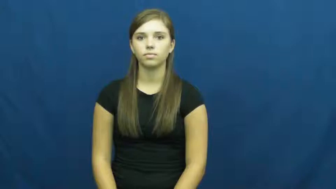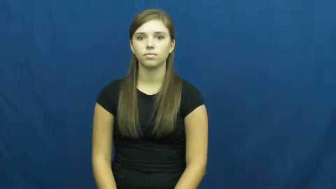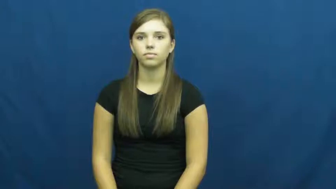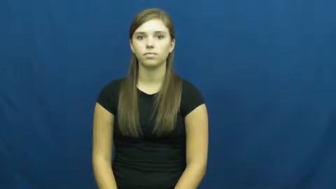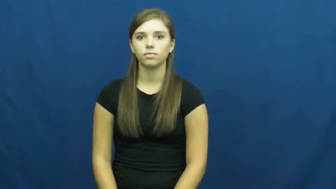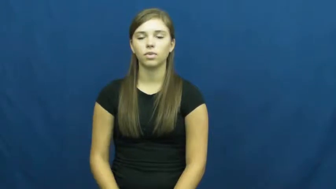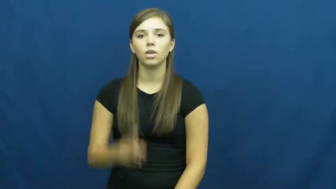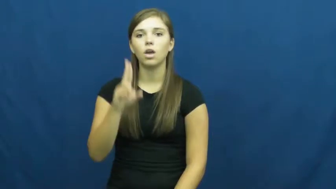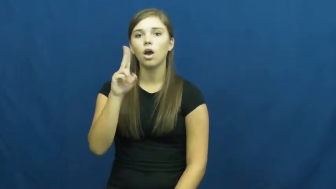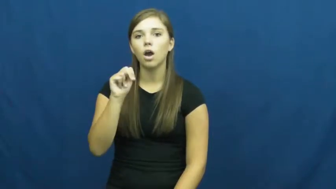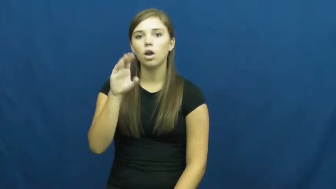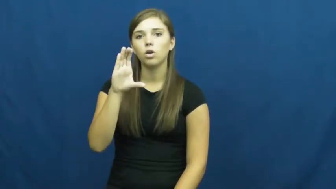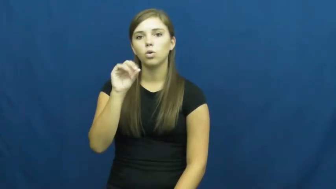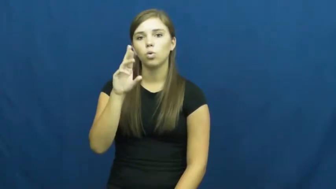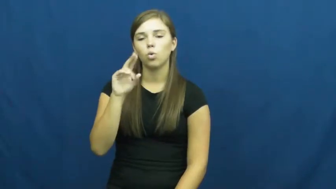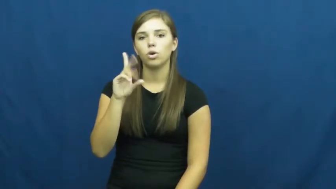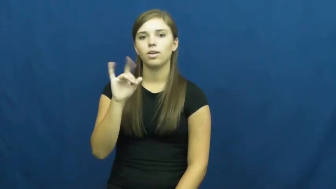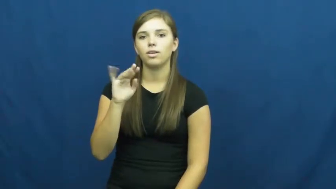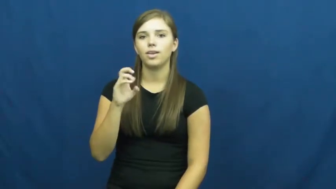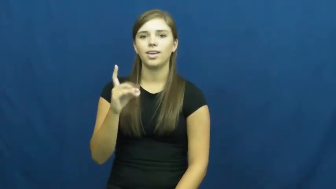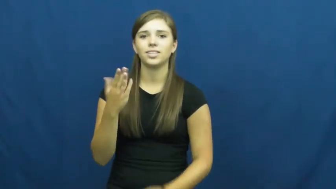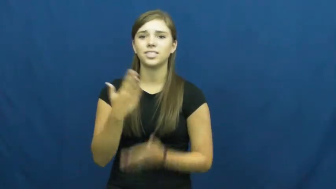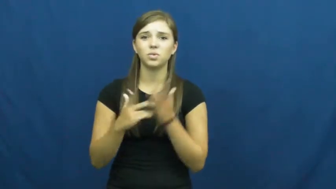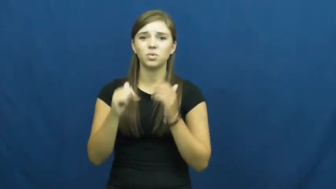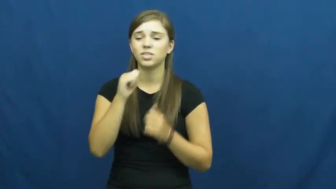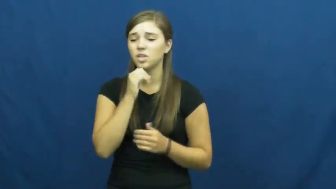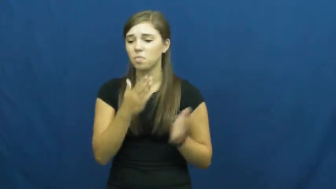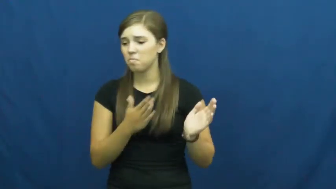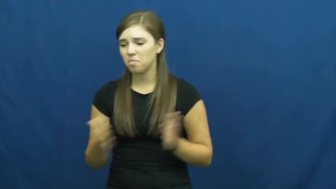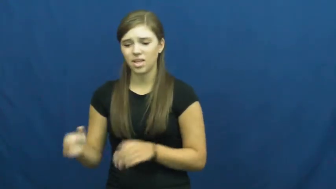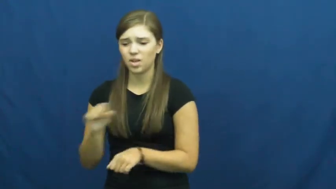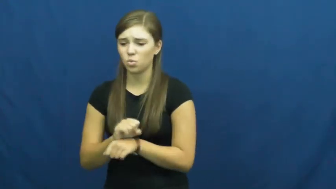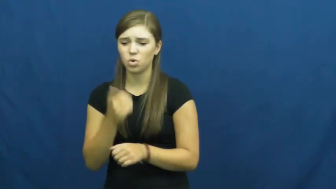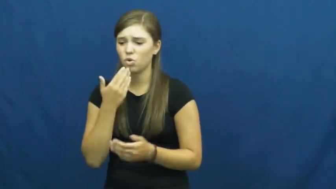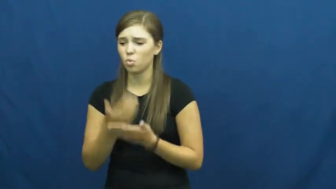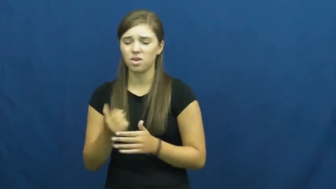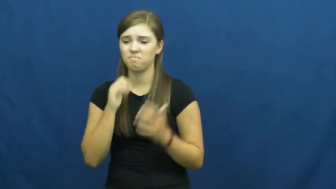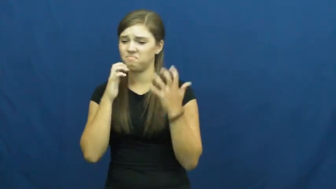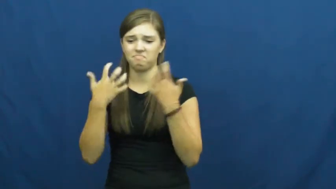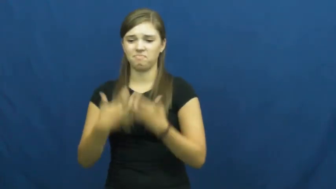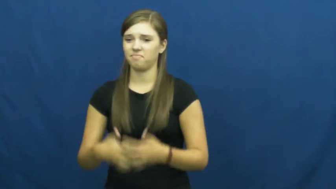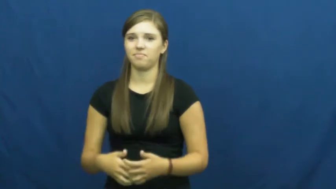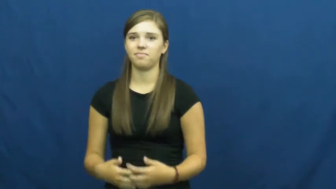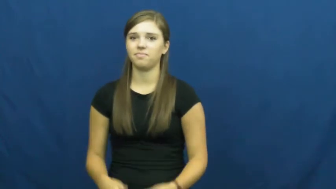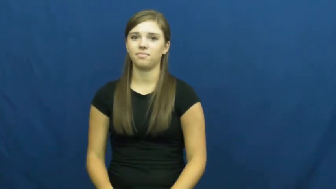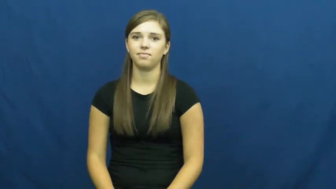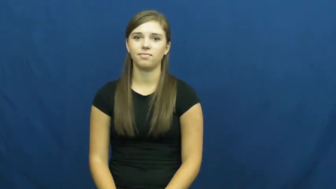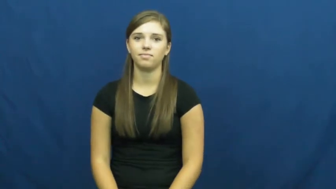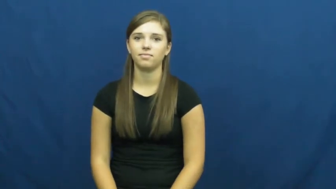uncoordinated